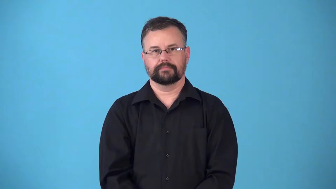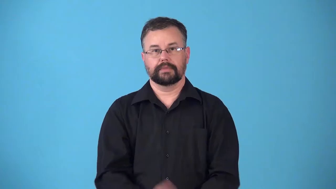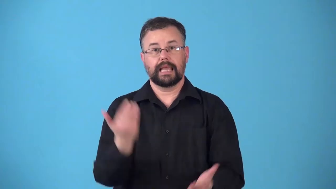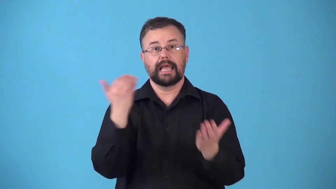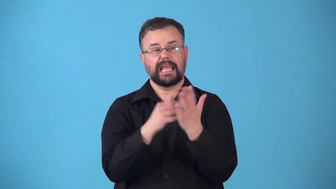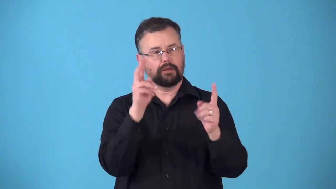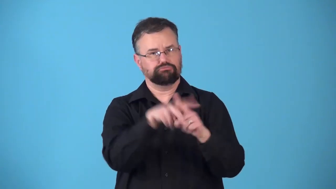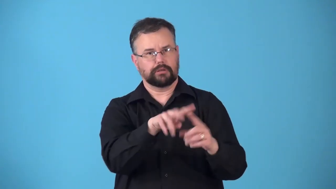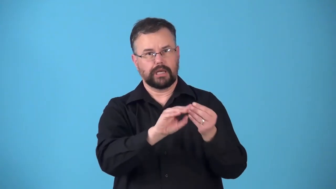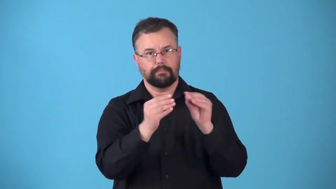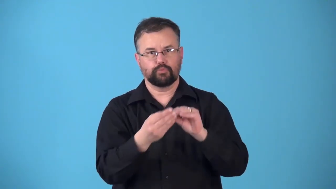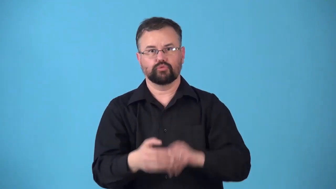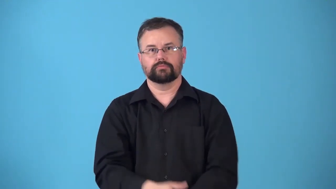renumber